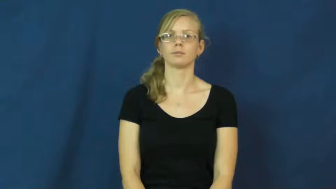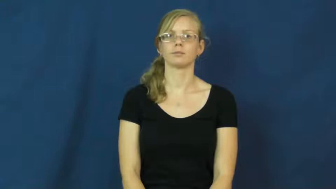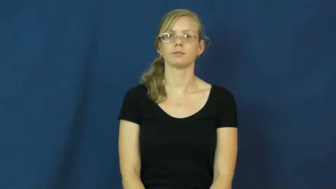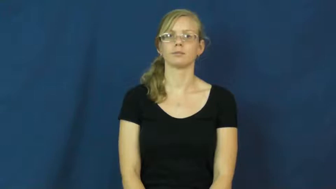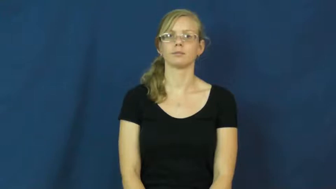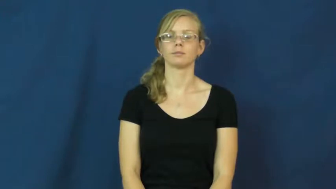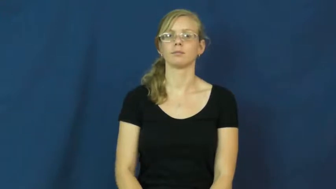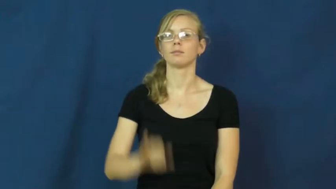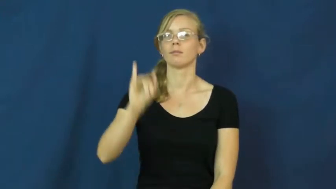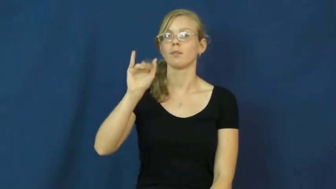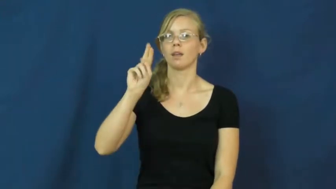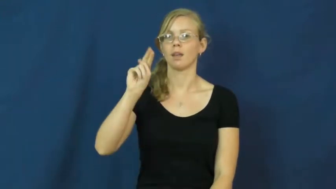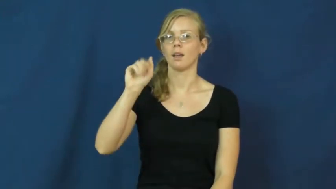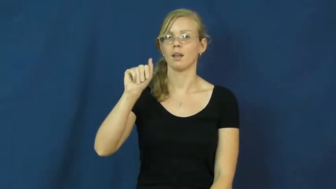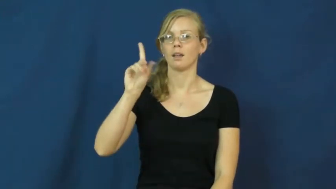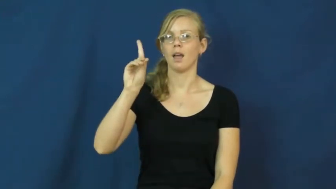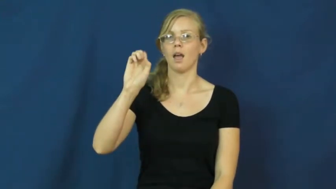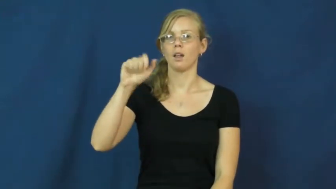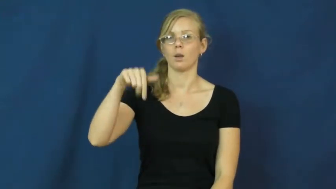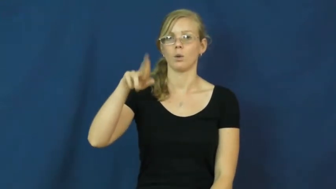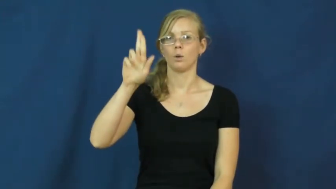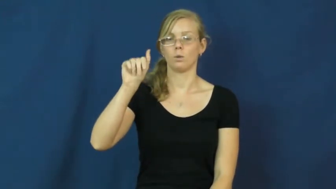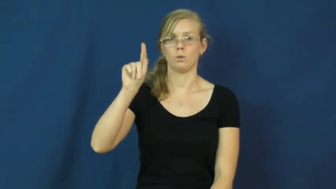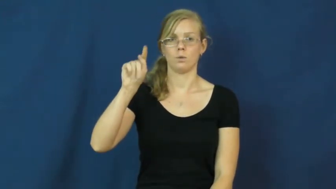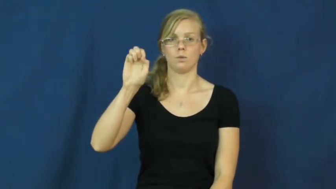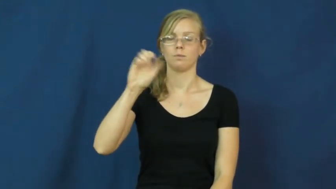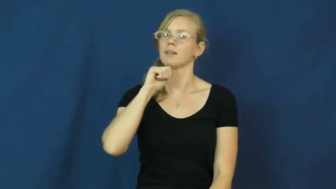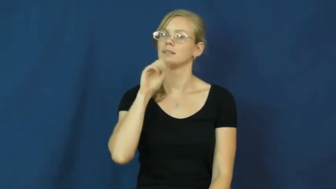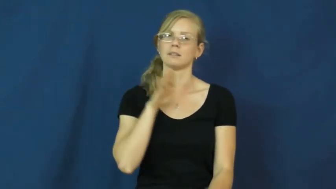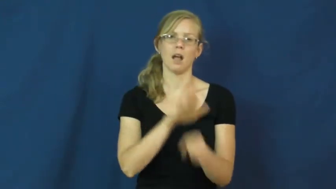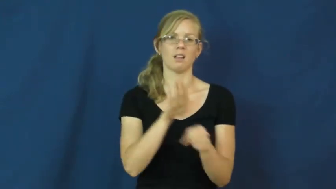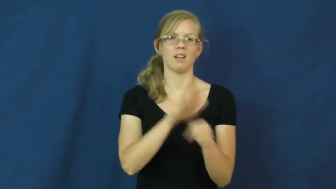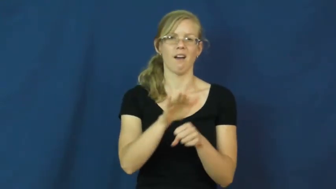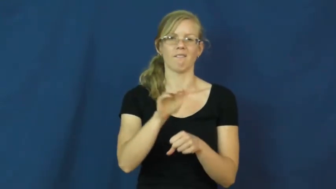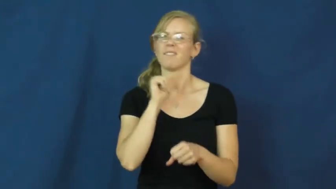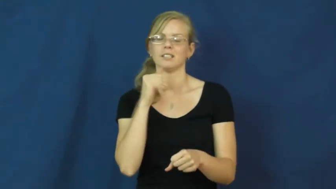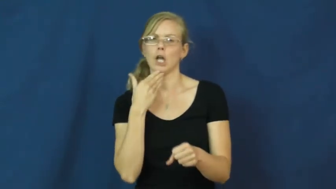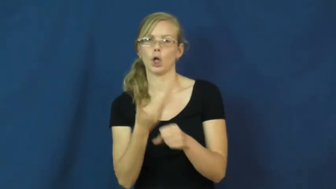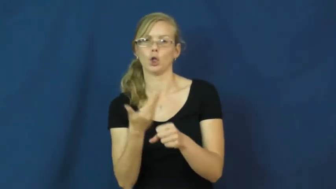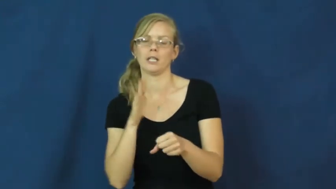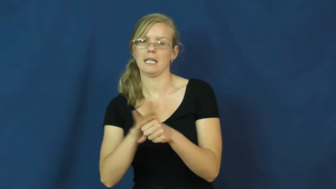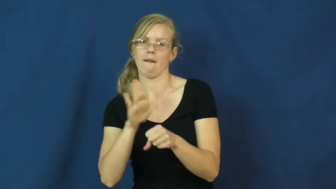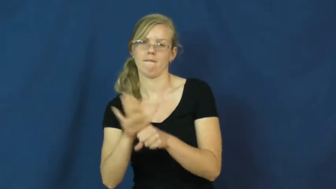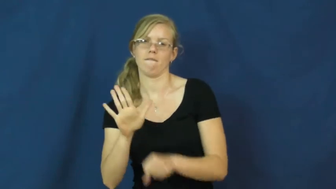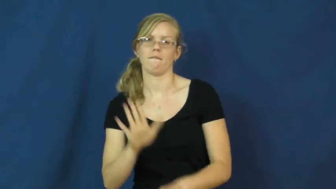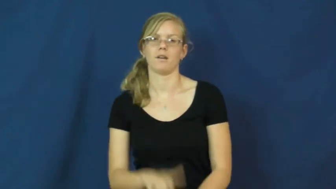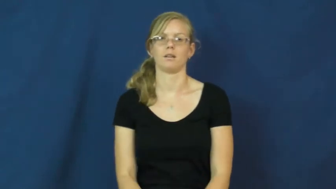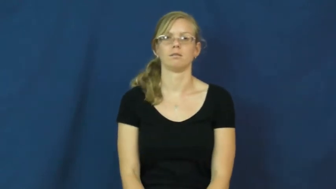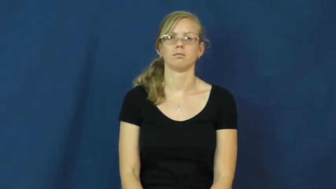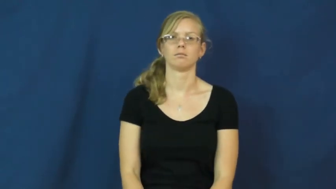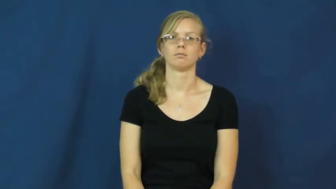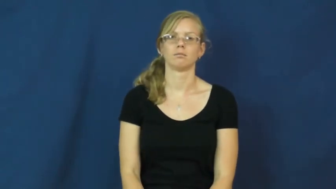inadequate